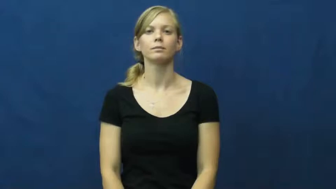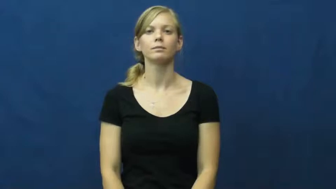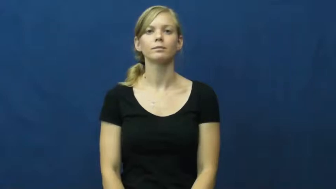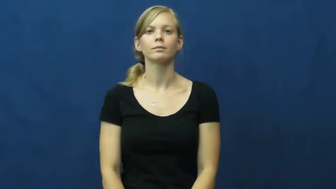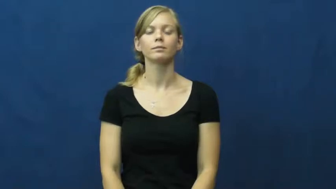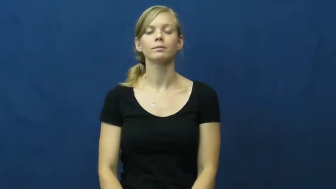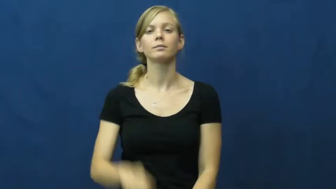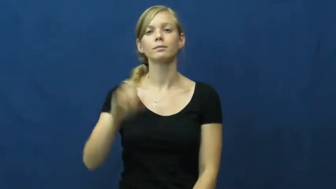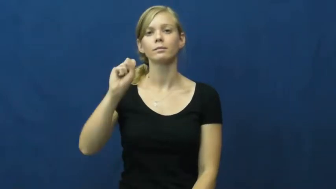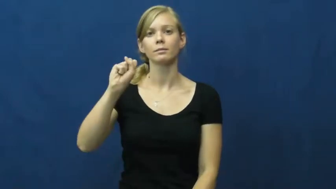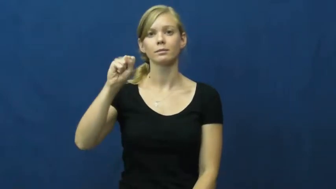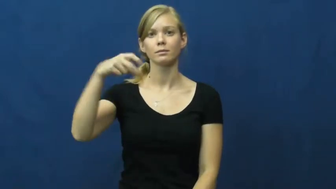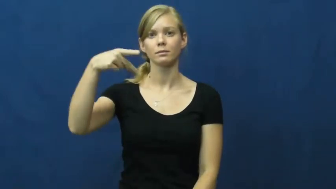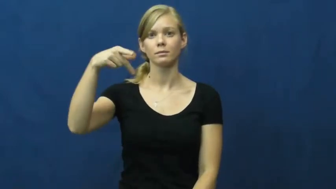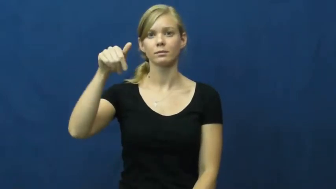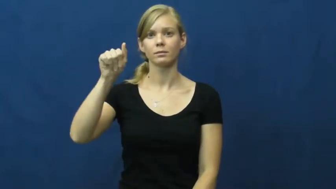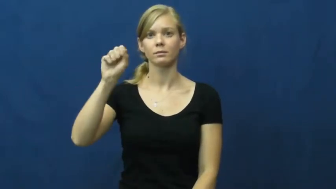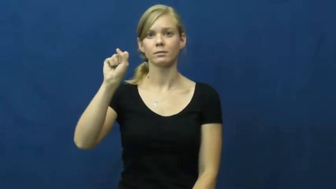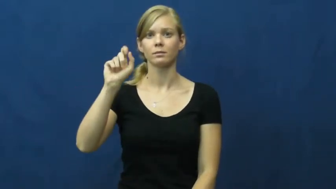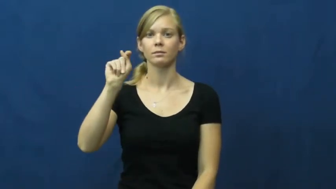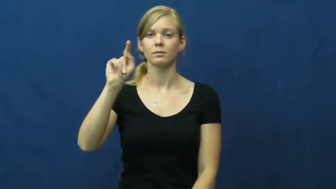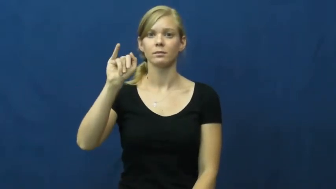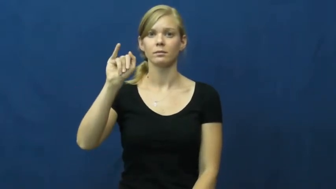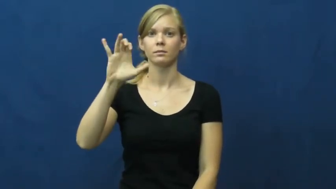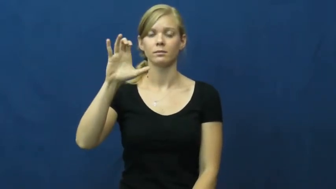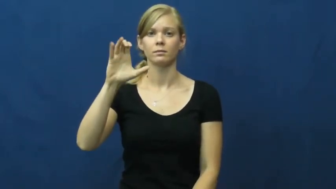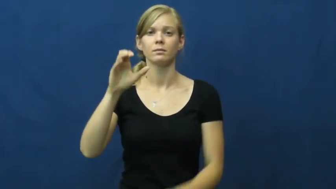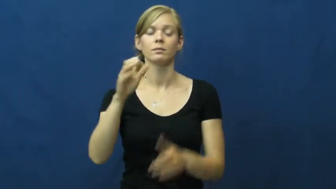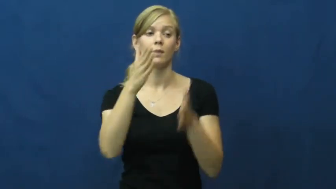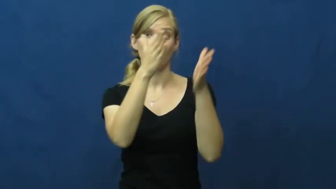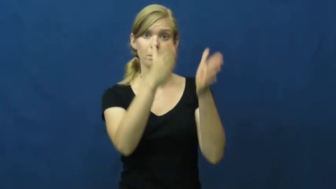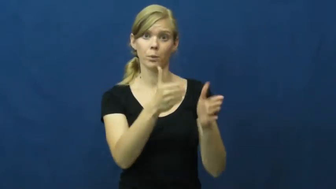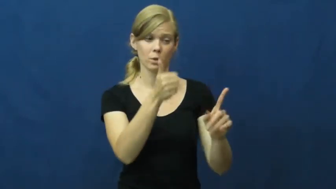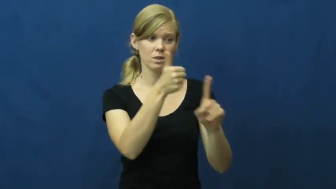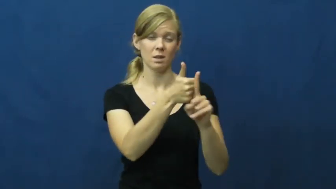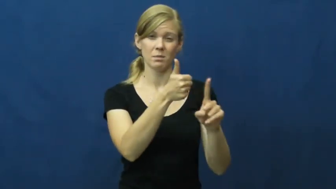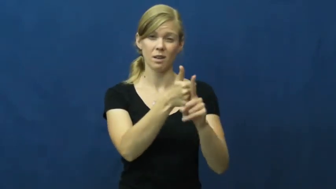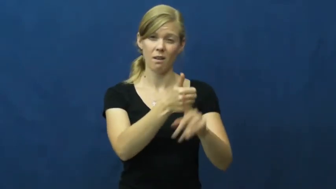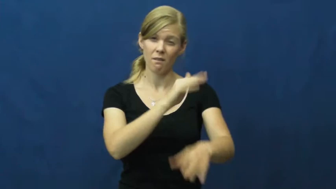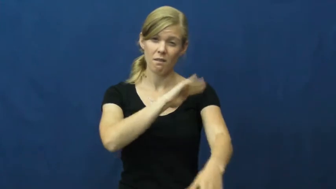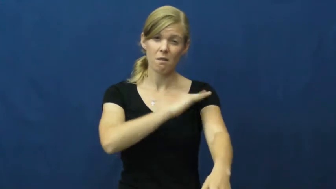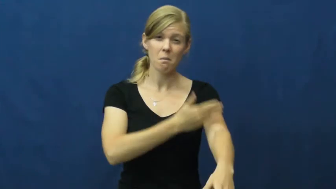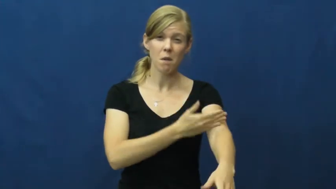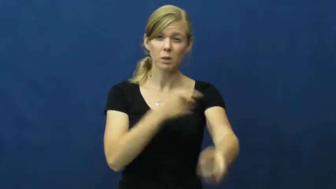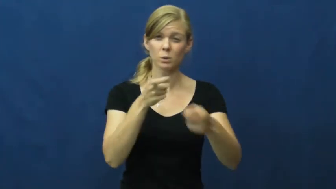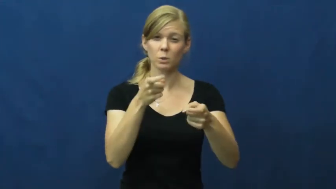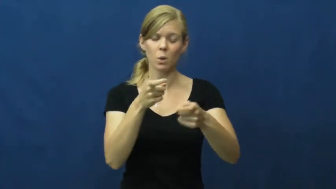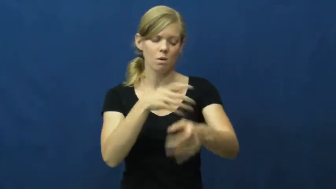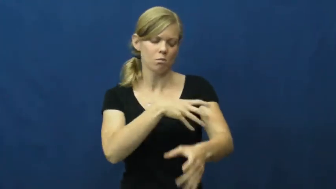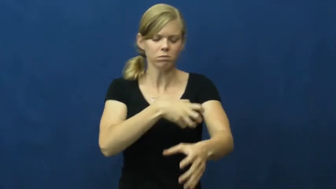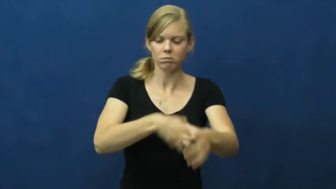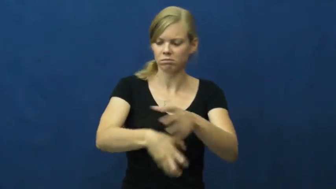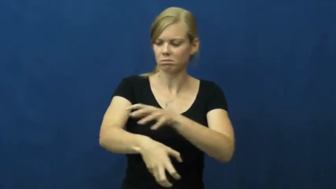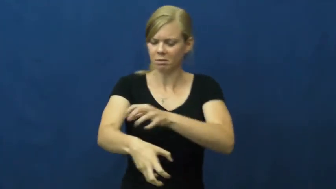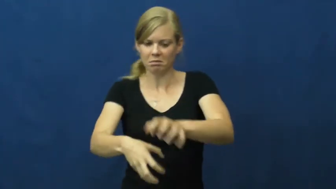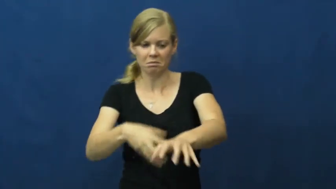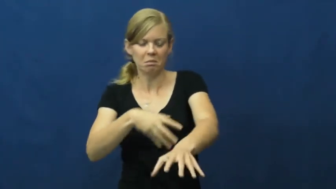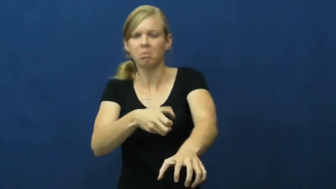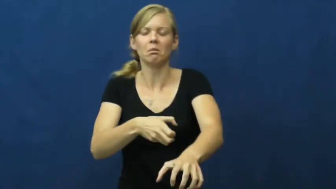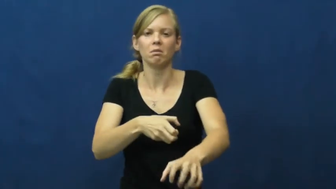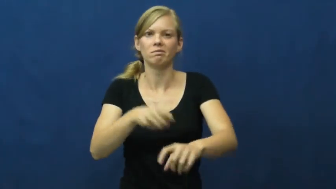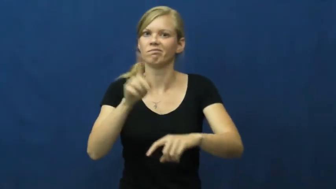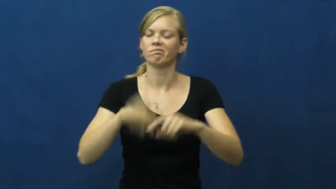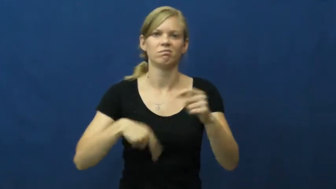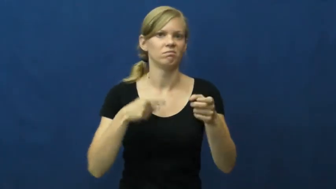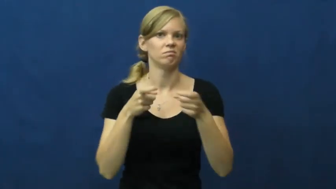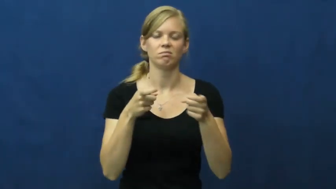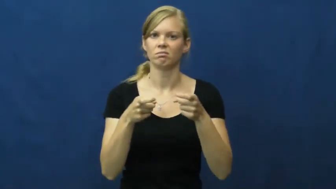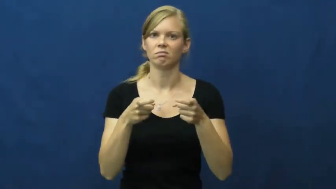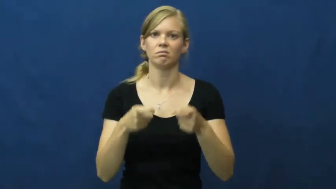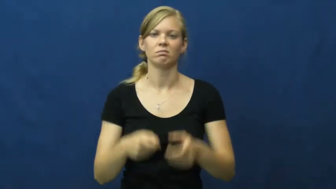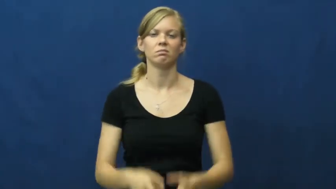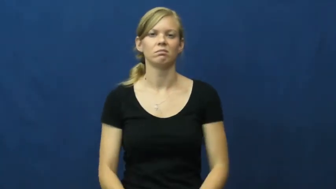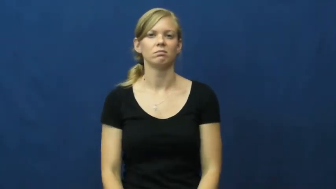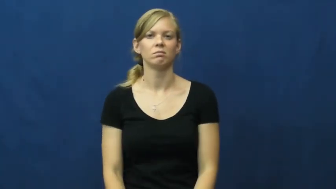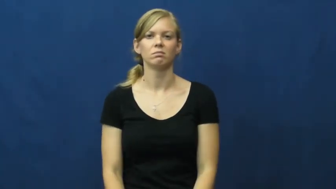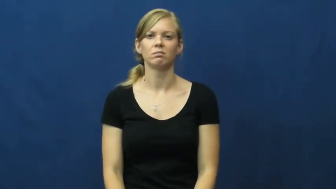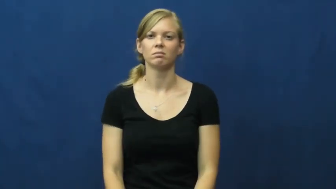spastic